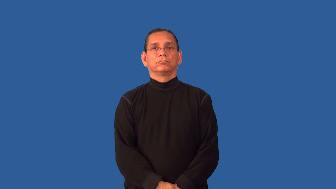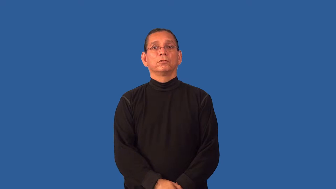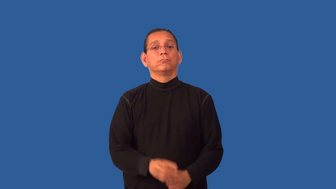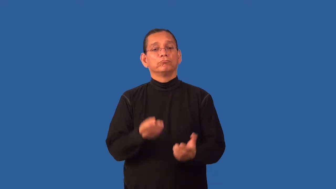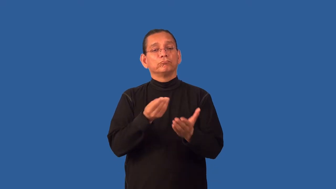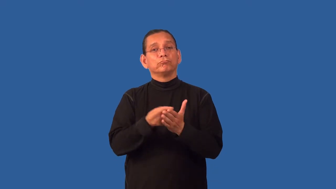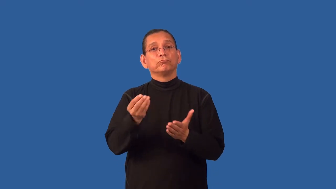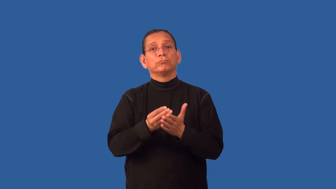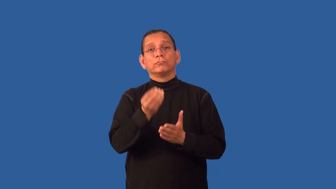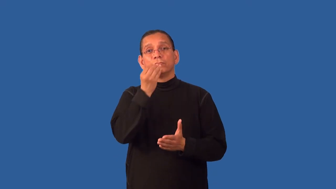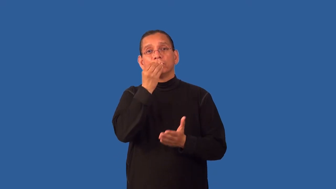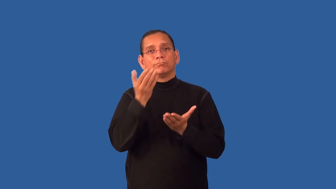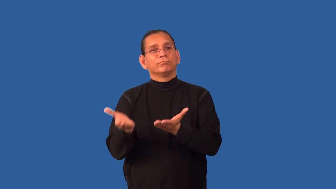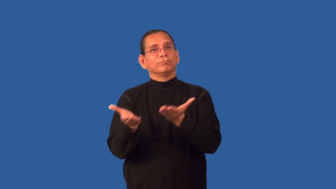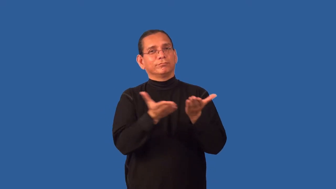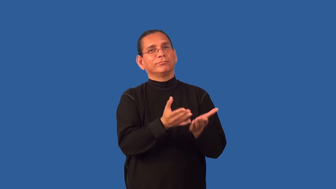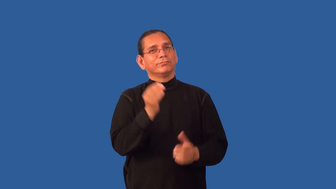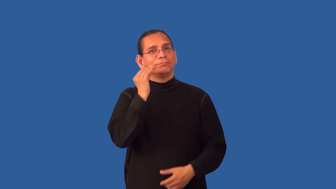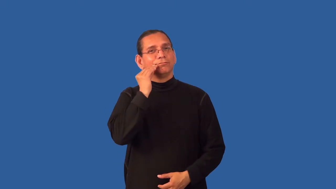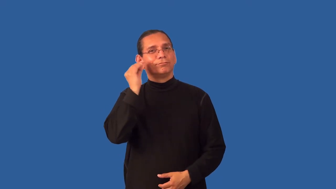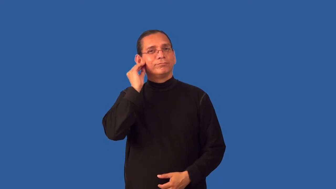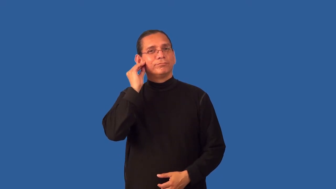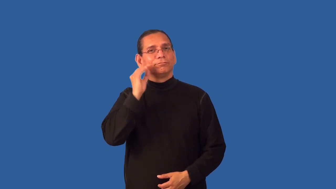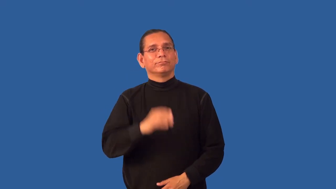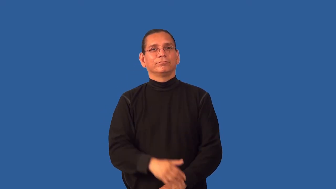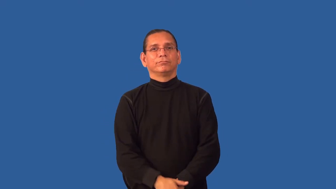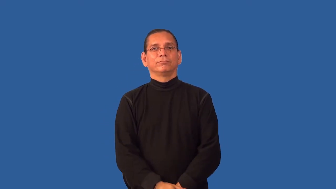groceries